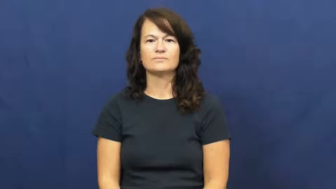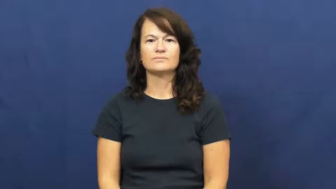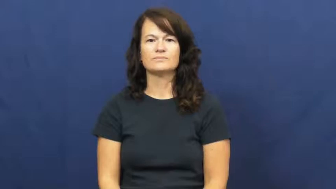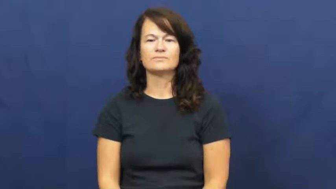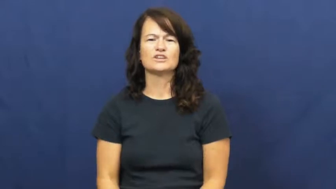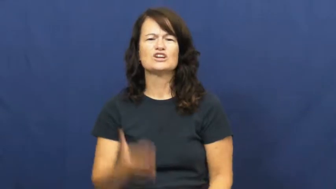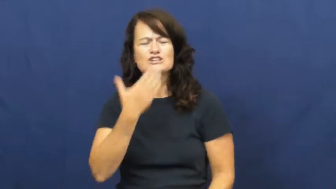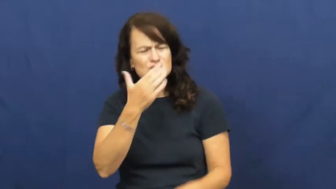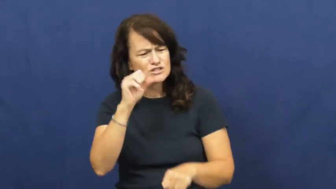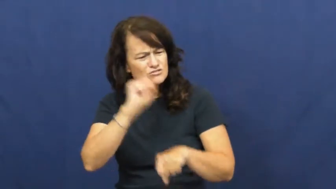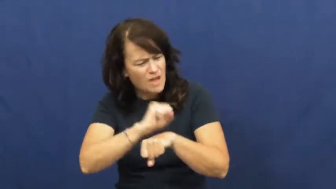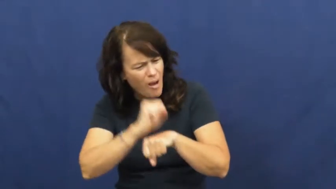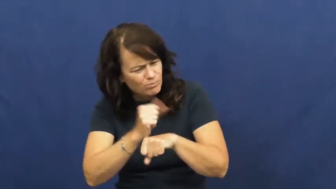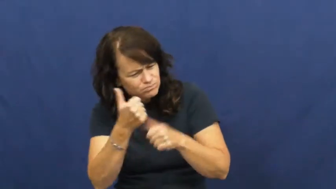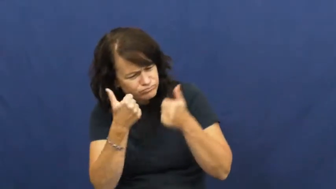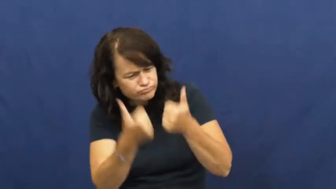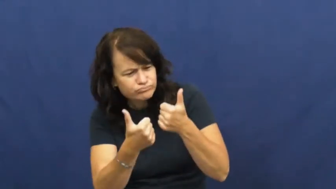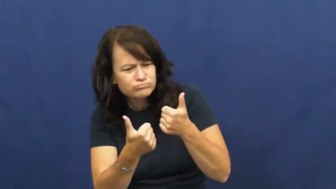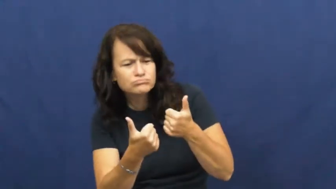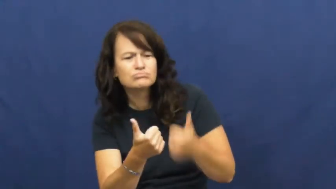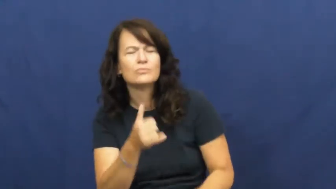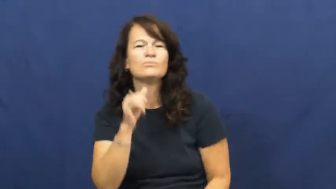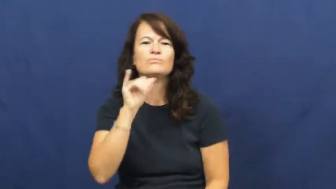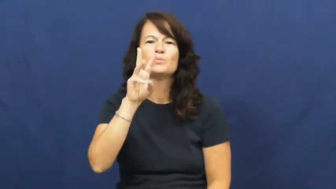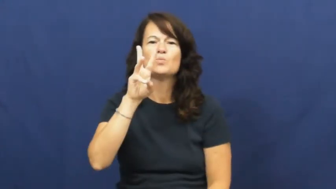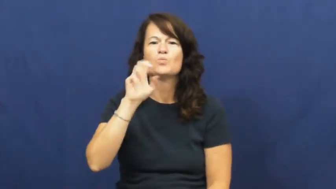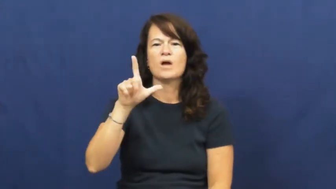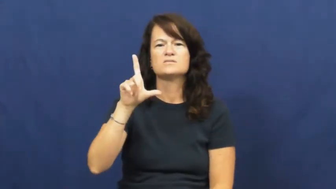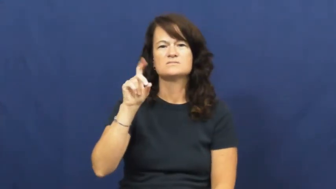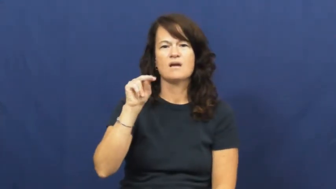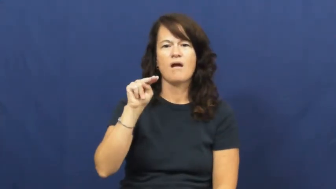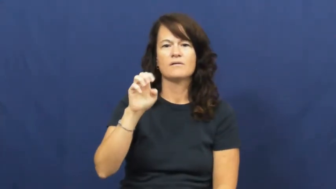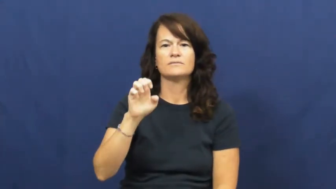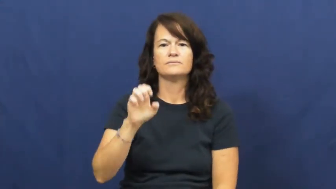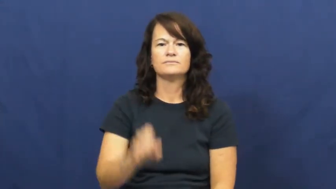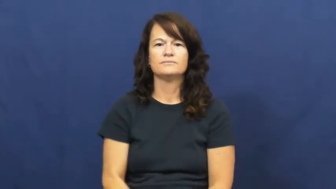well-done